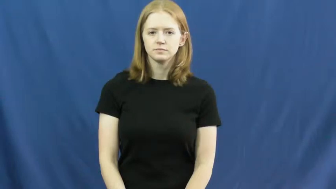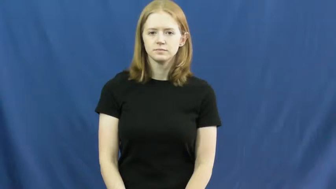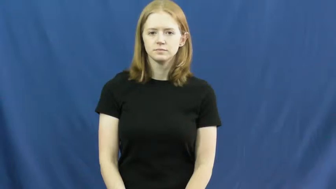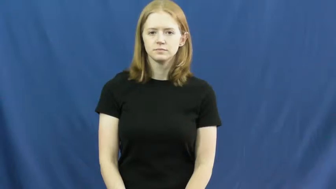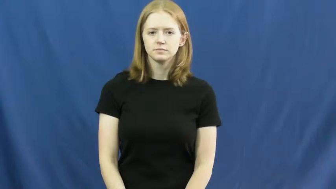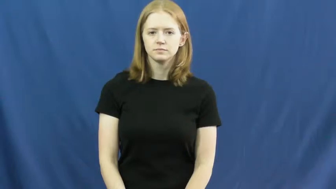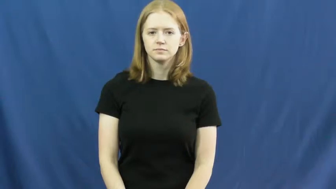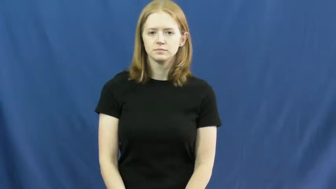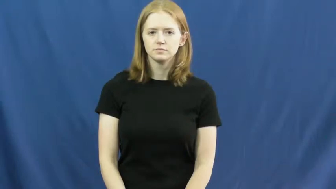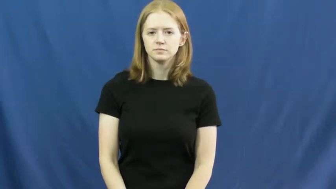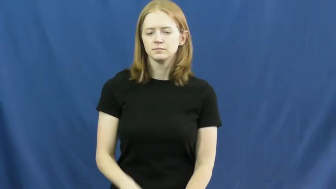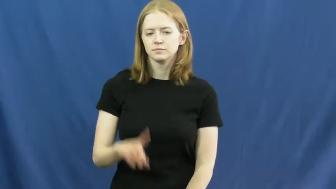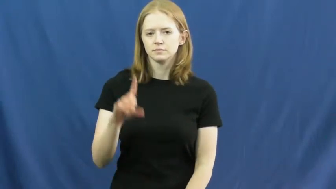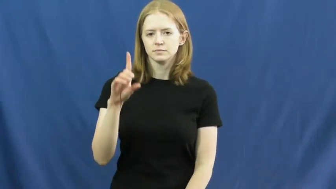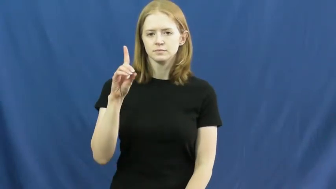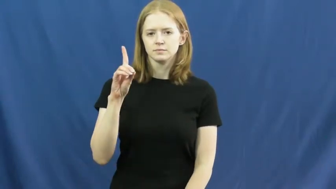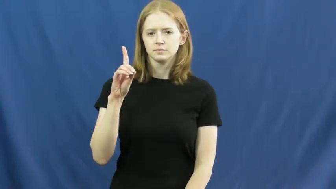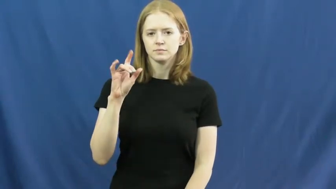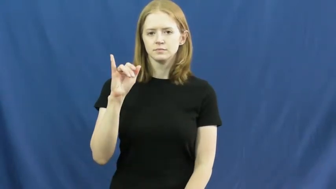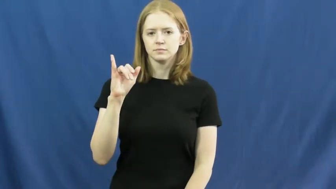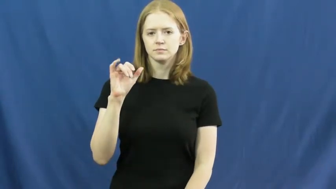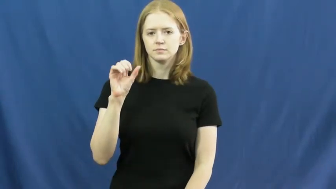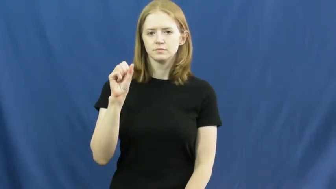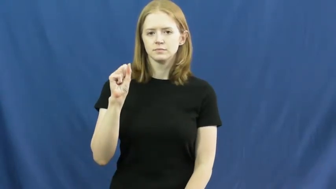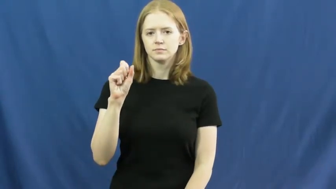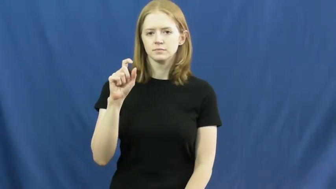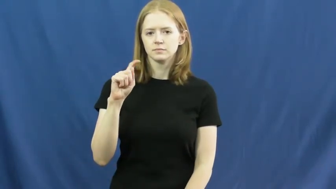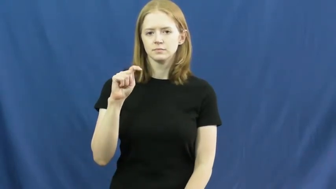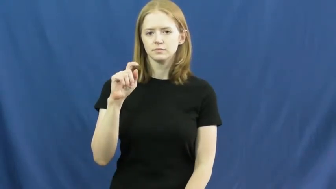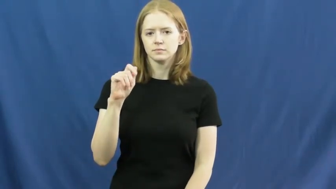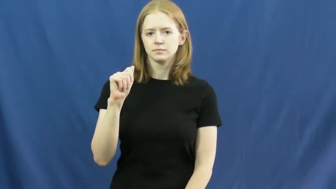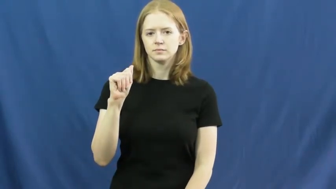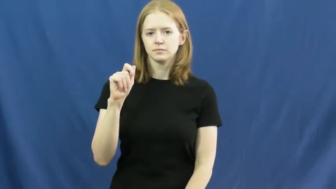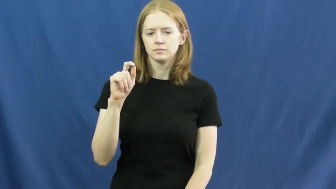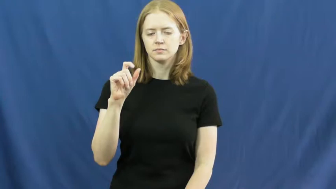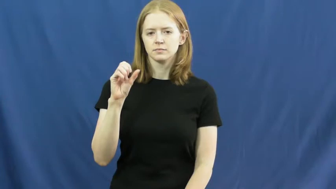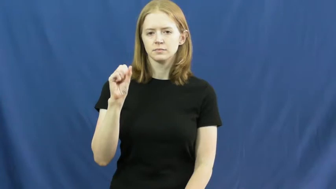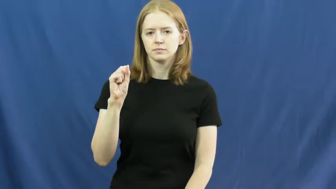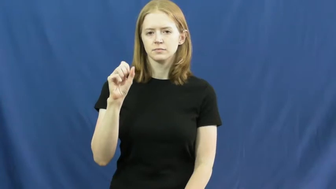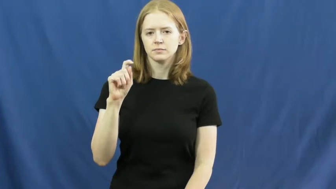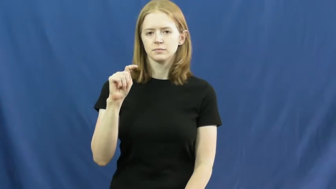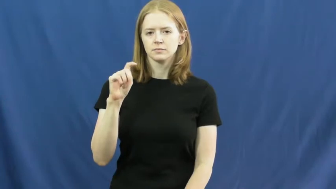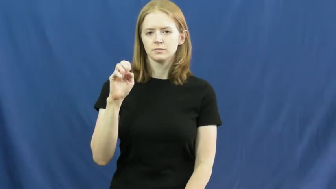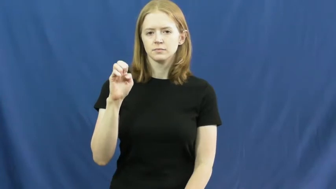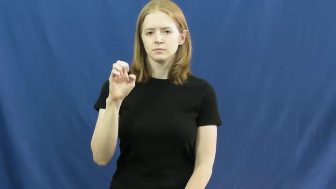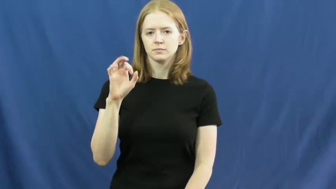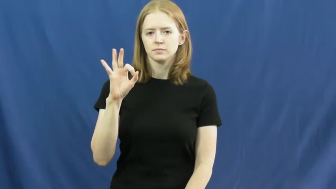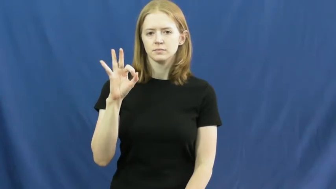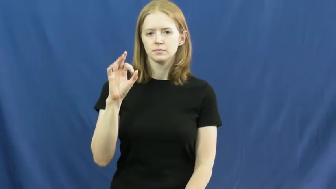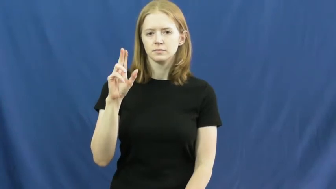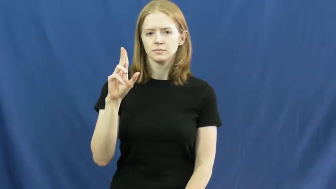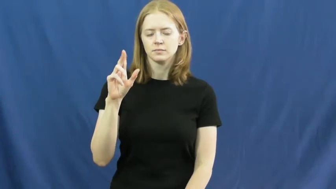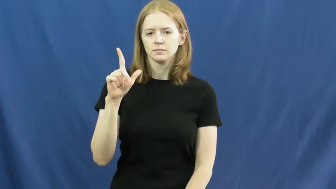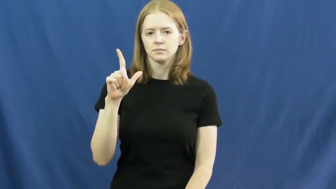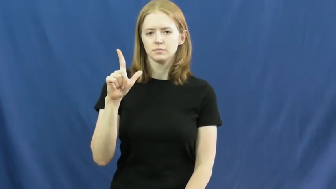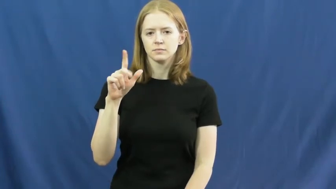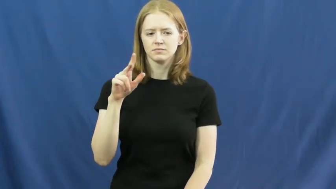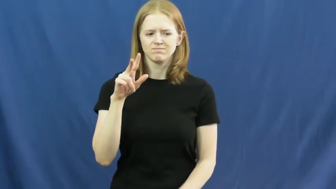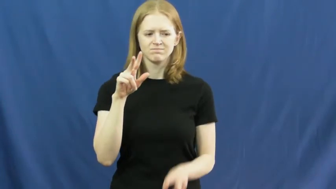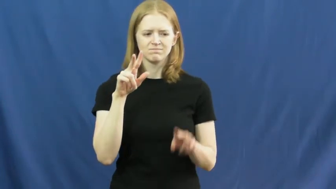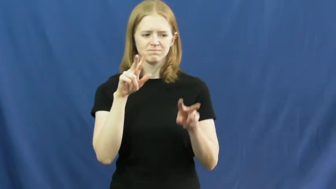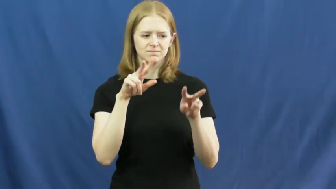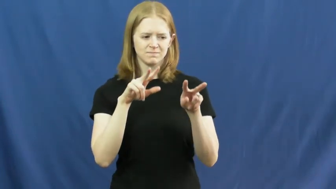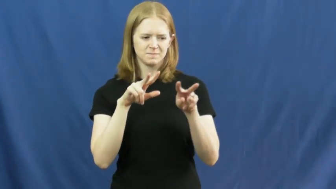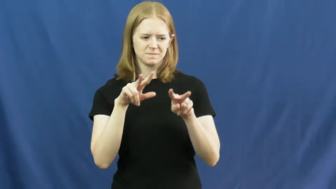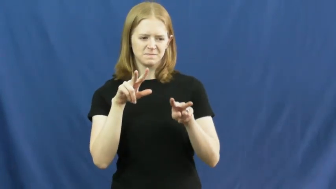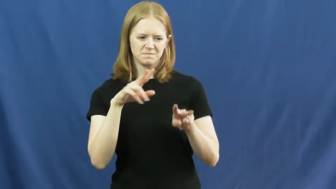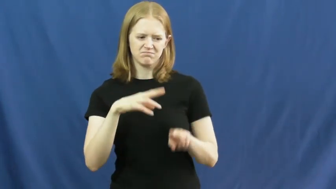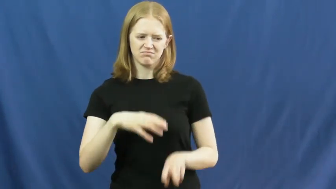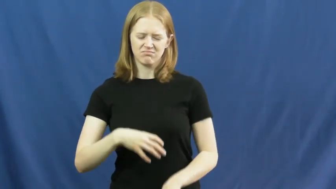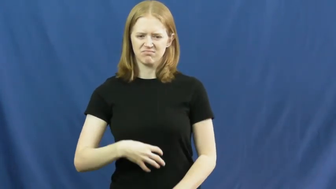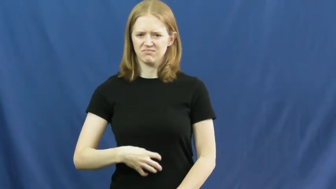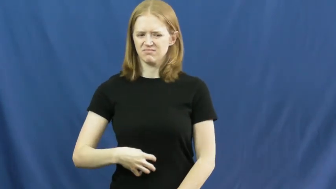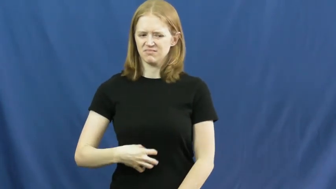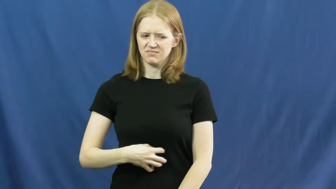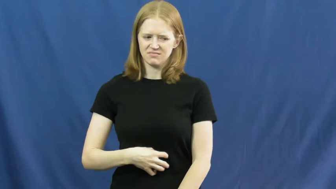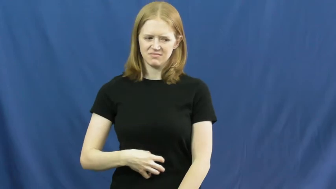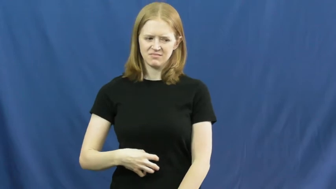distasteful